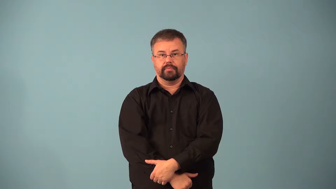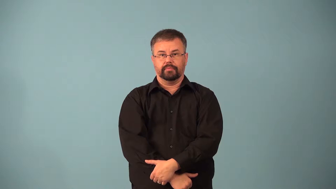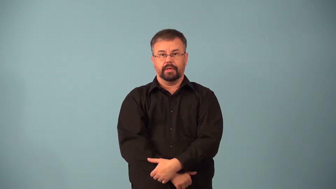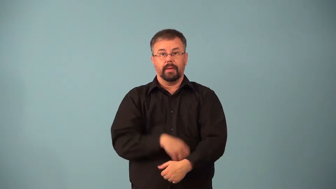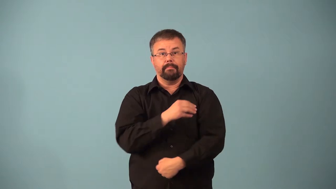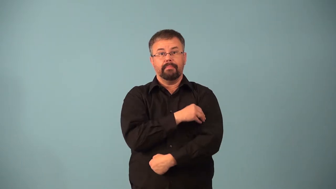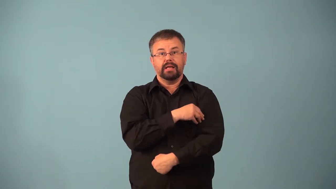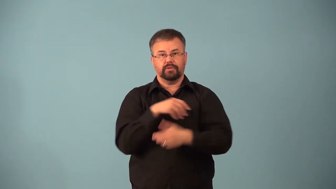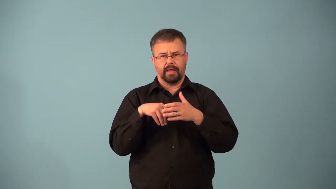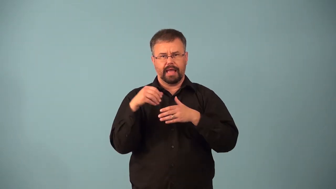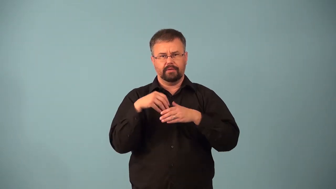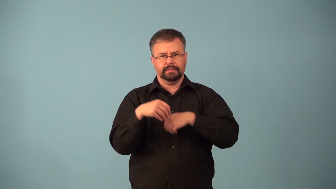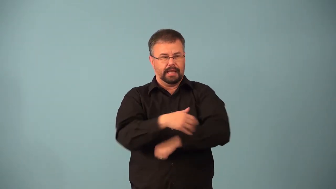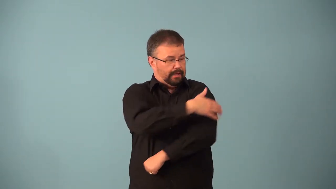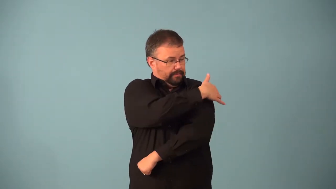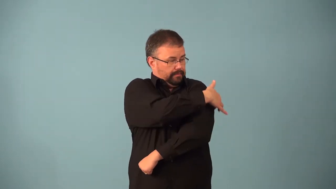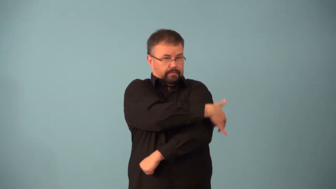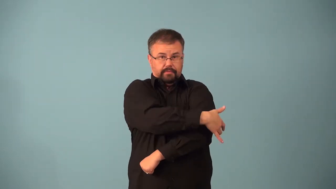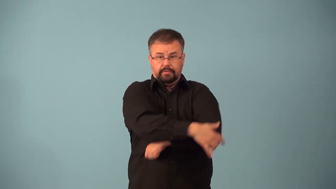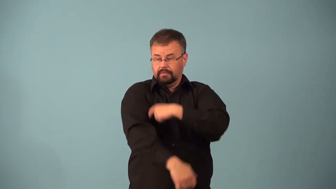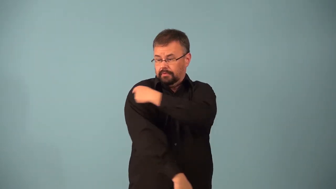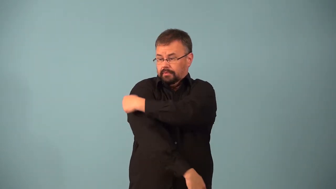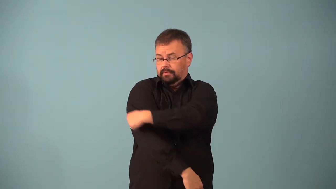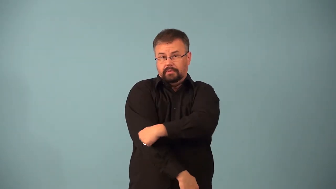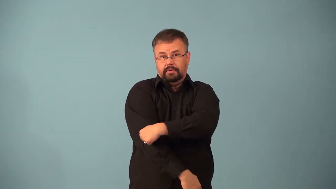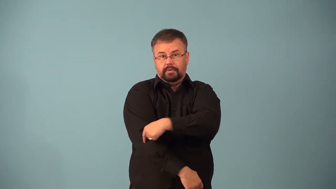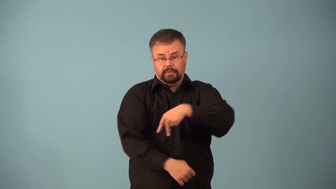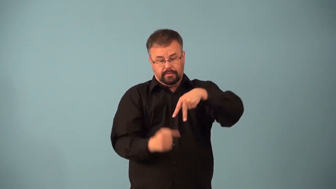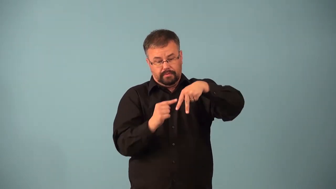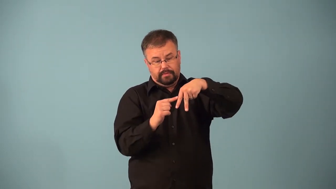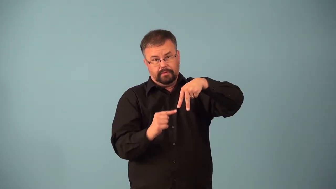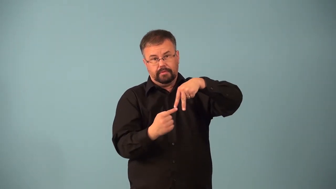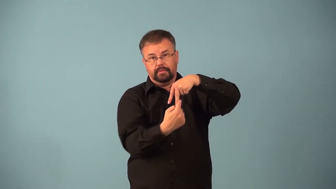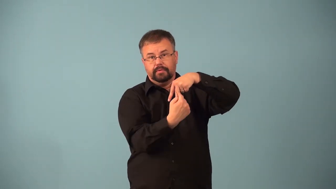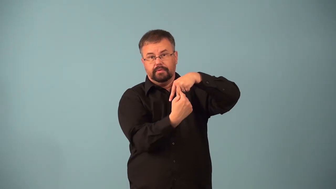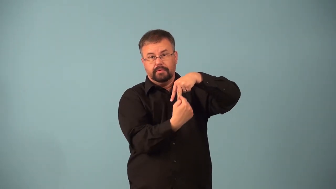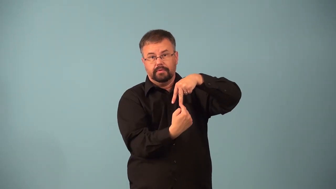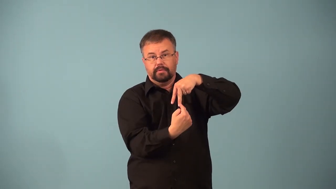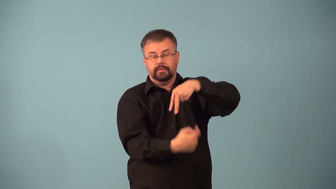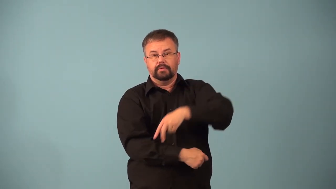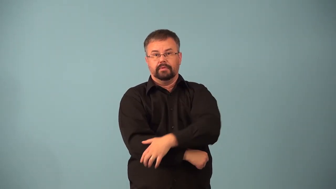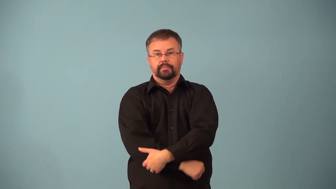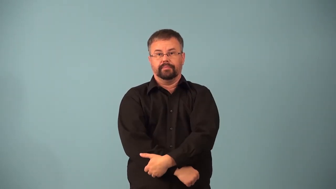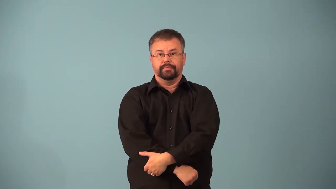abductor-muscle